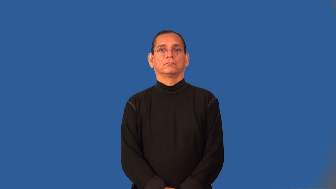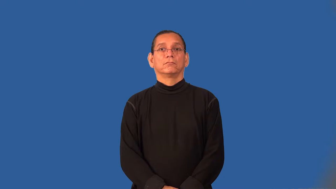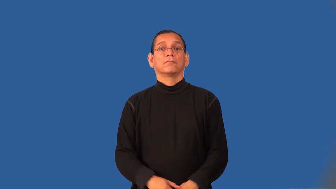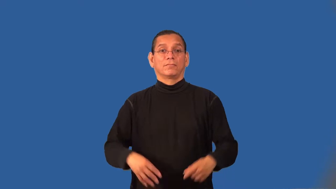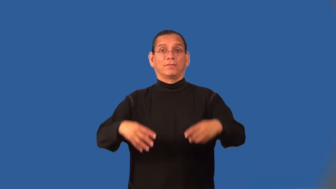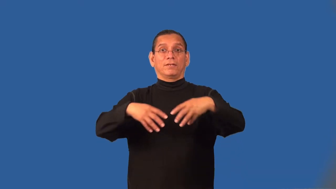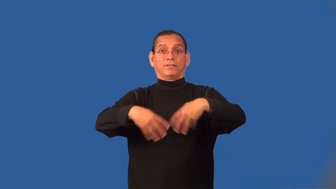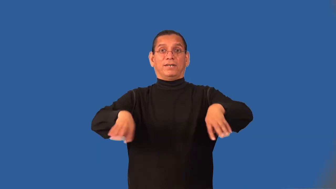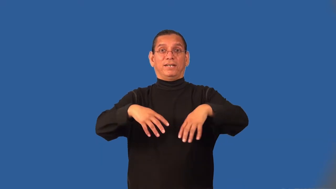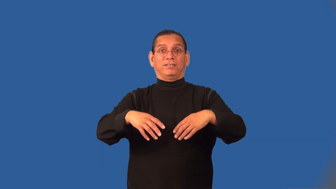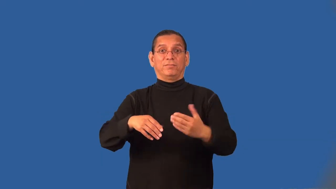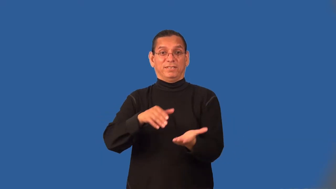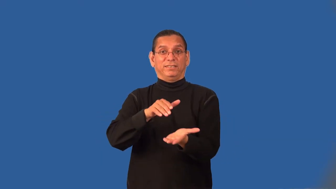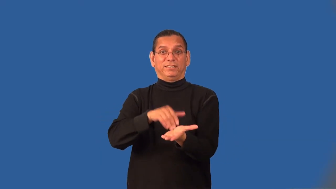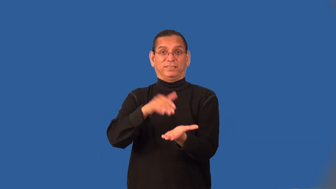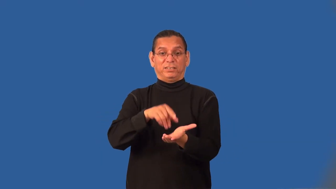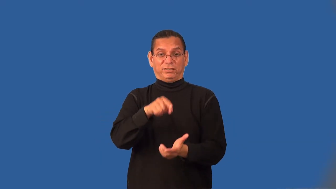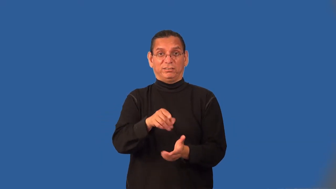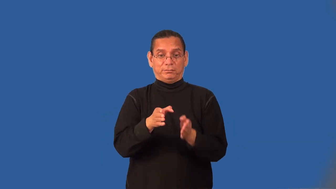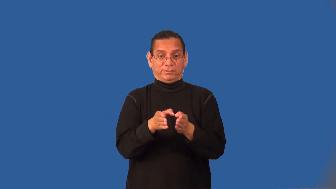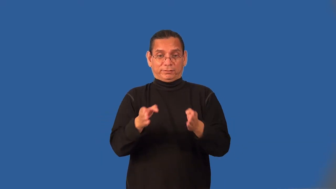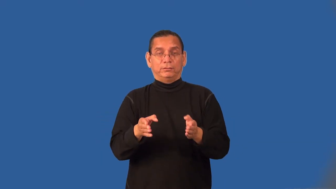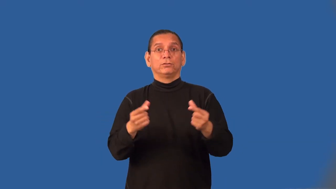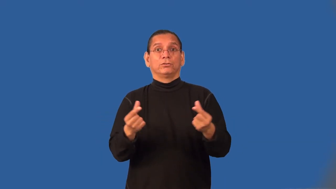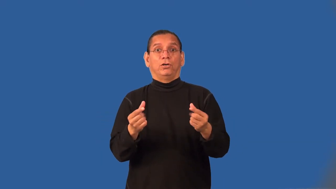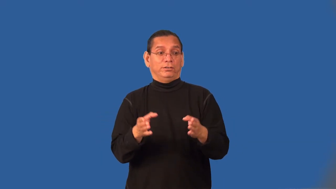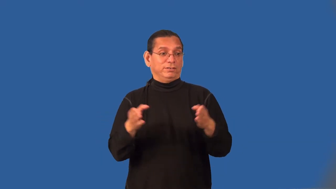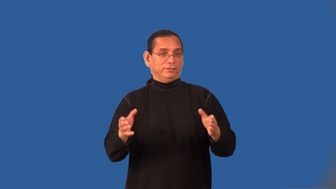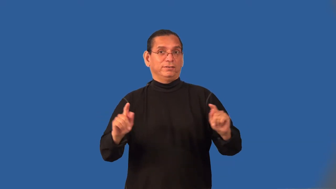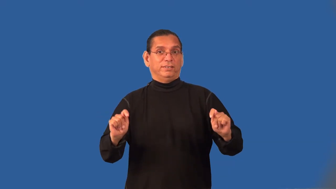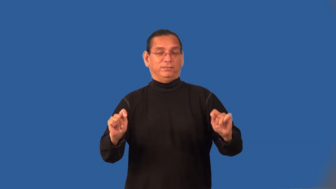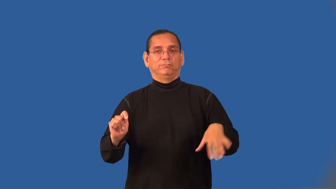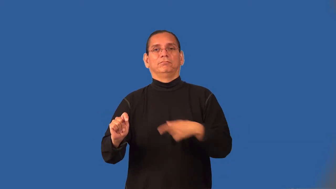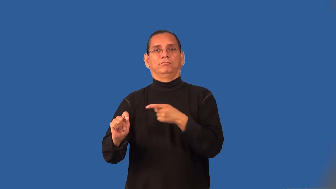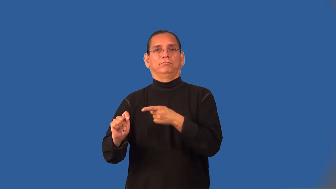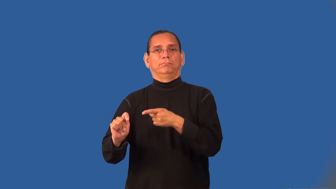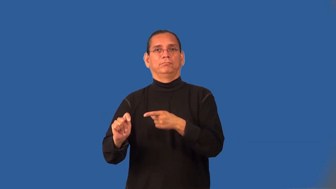tackle-football position